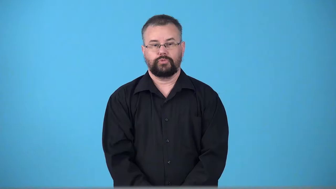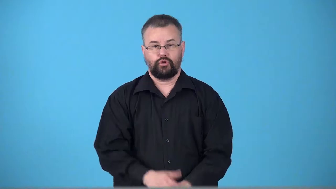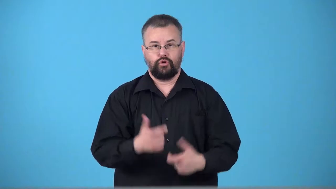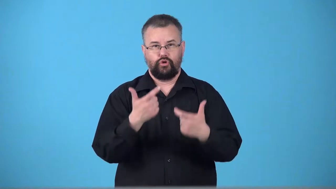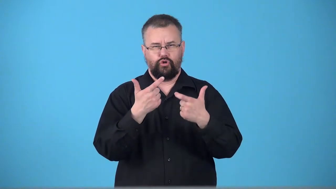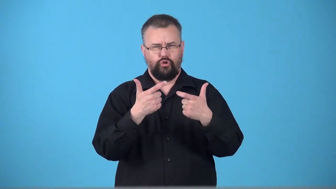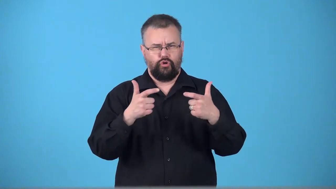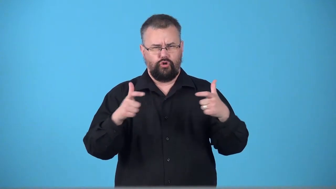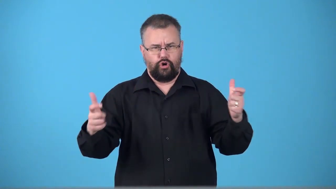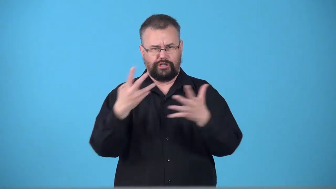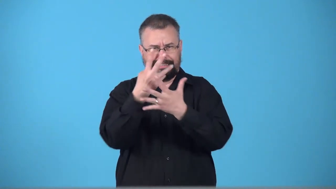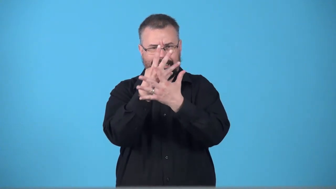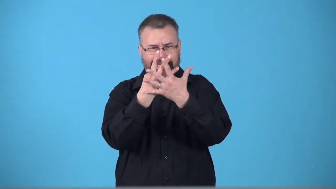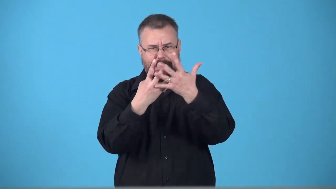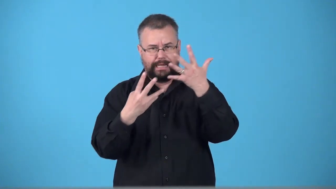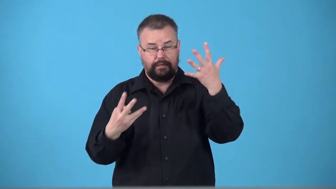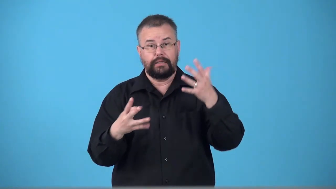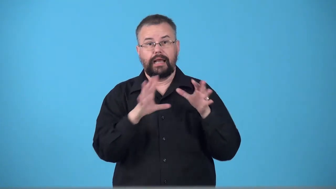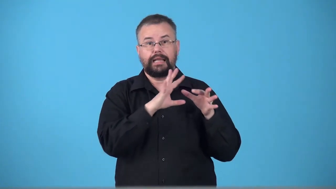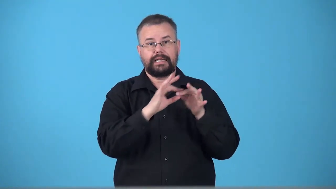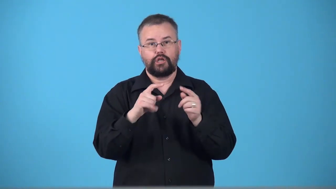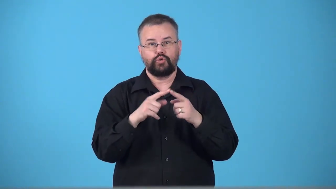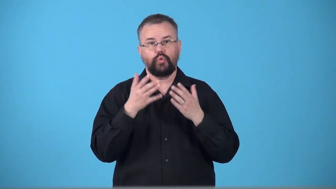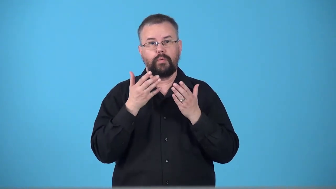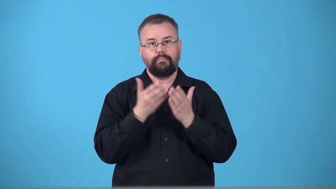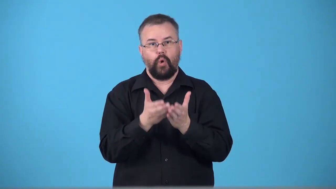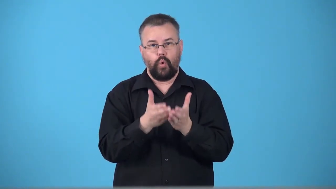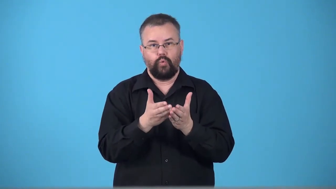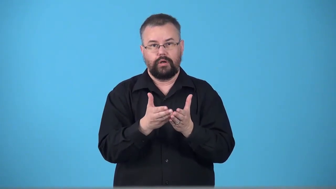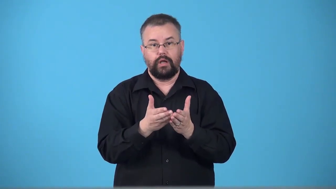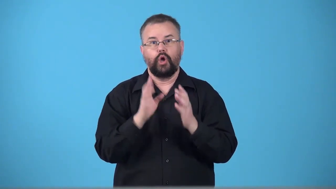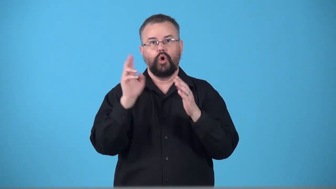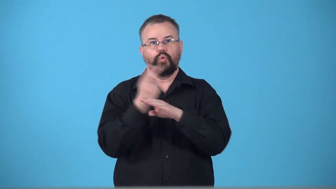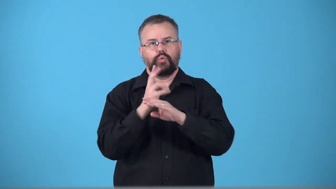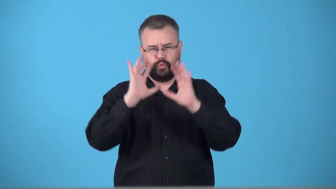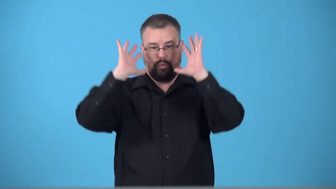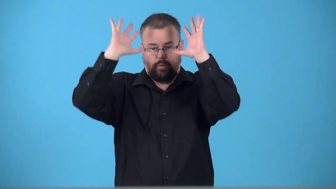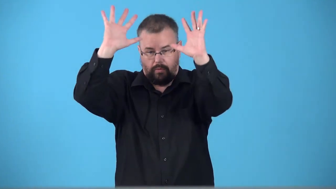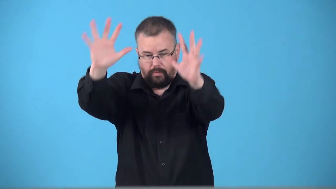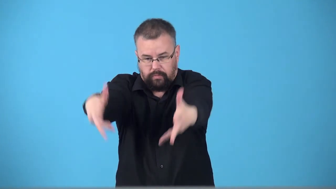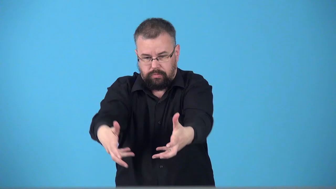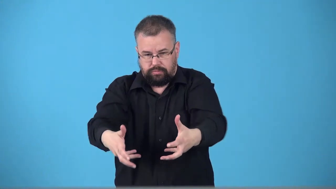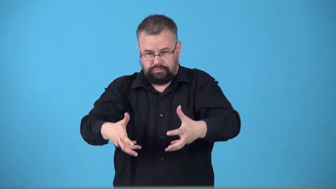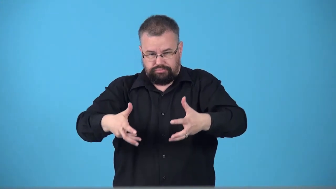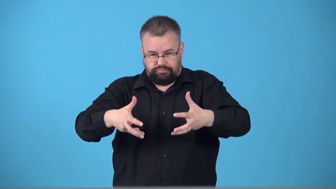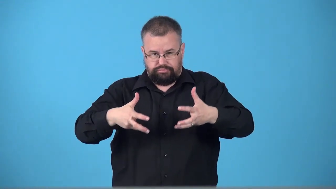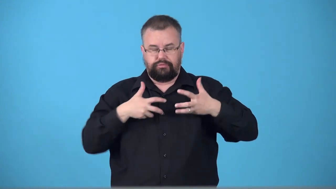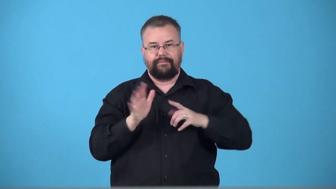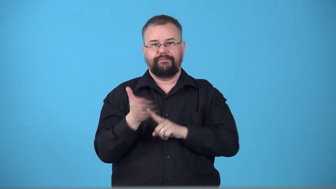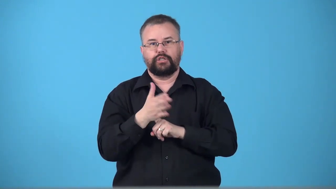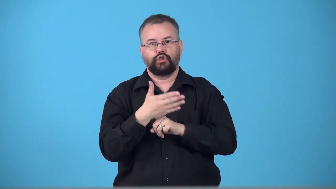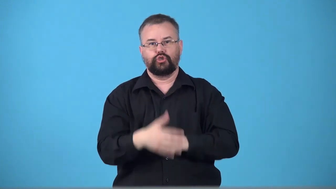trawl